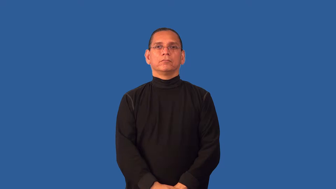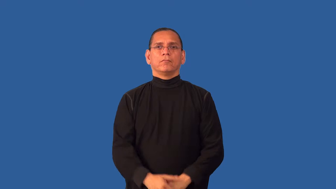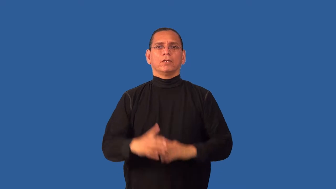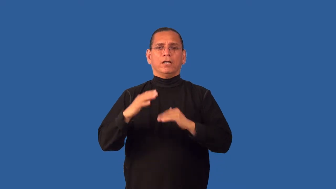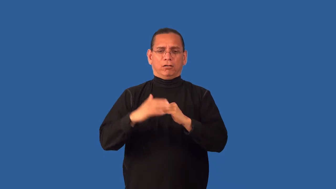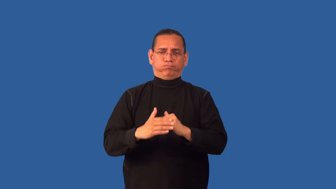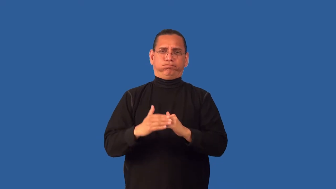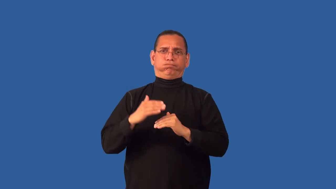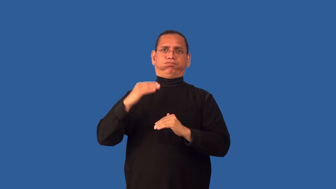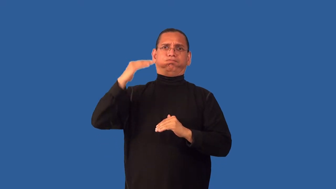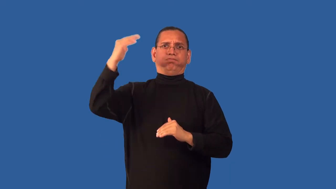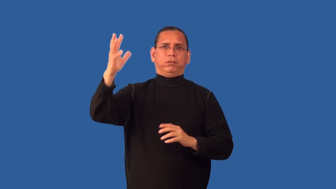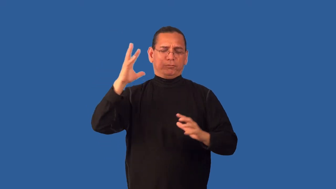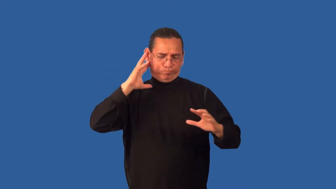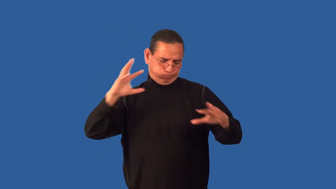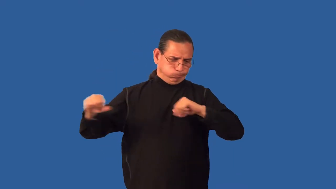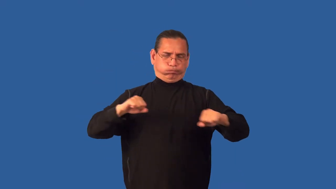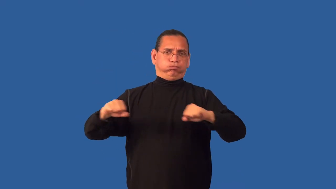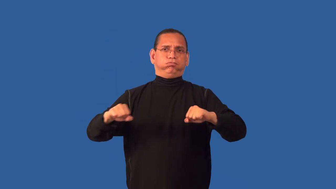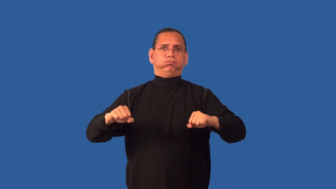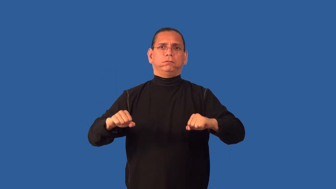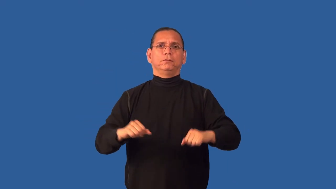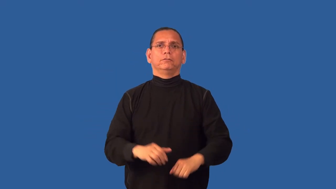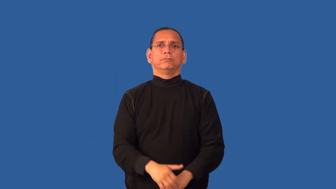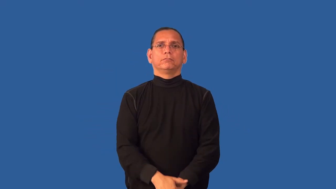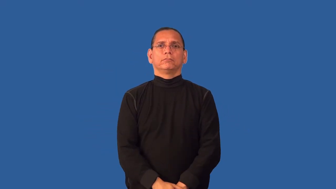deafening